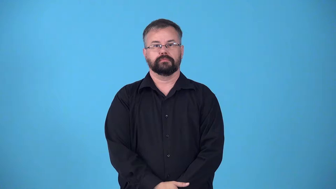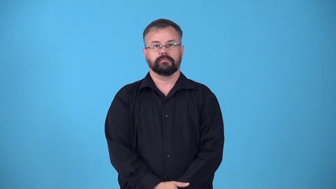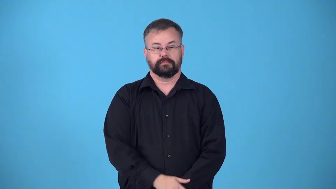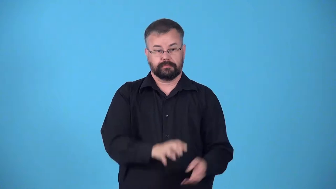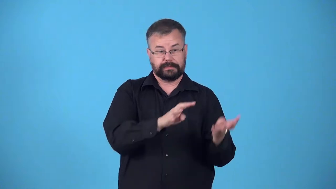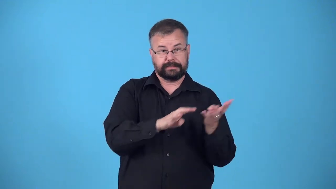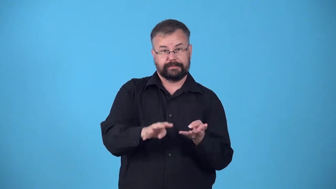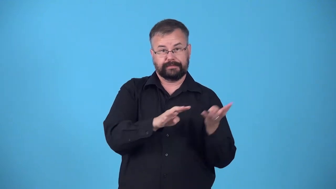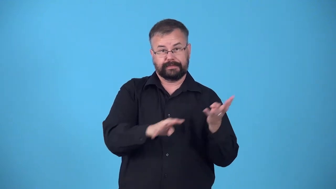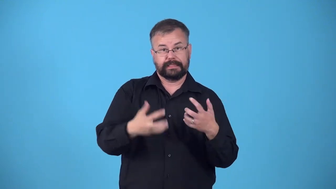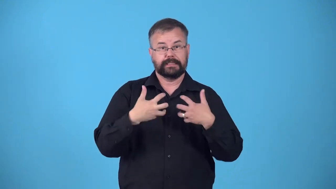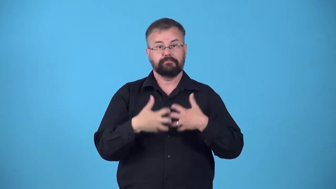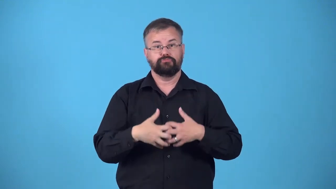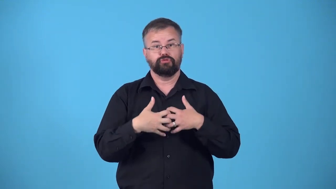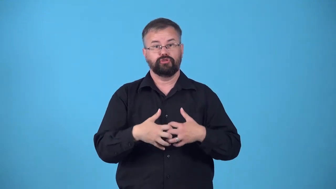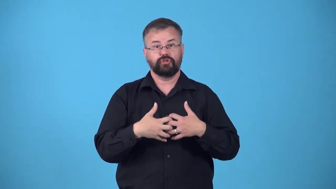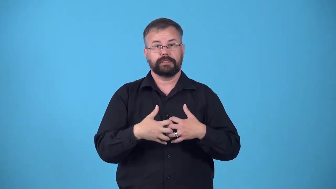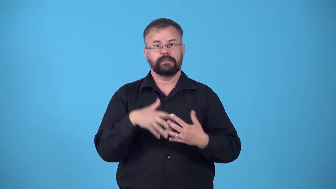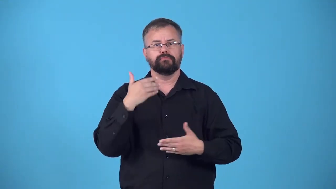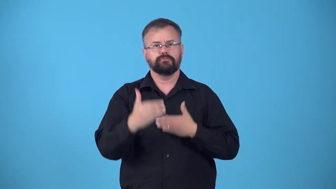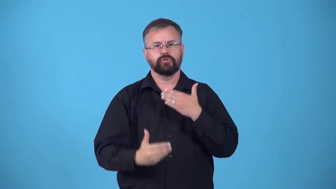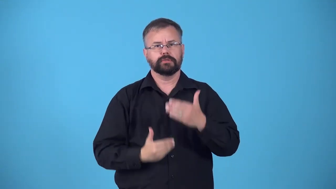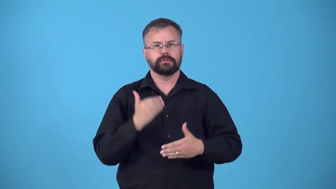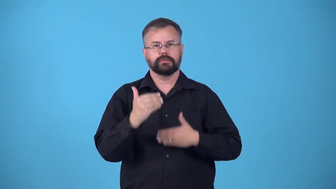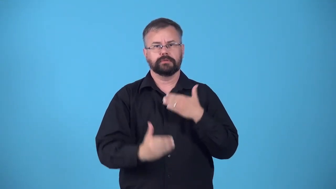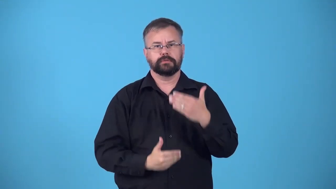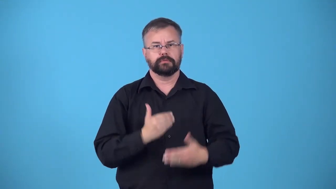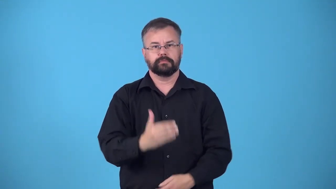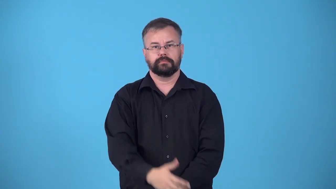feed,feeder